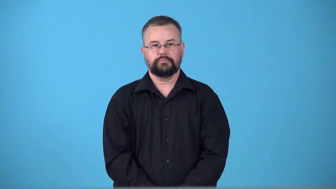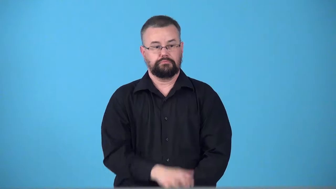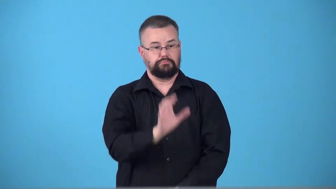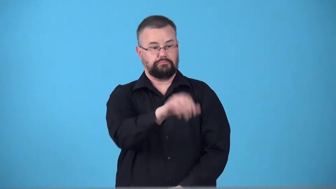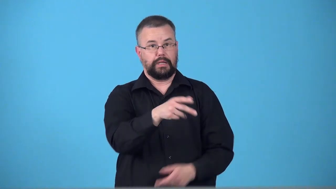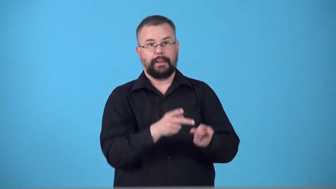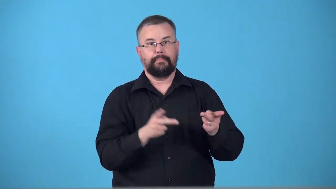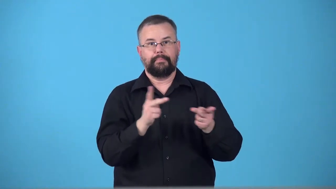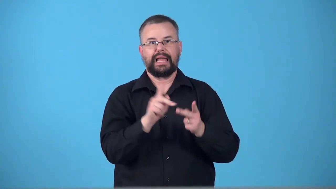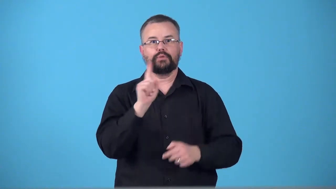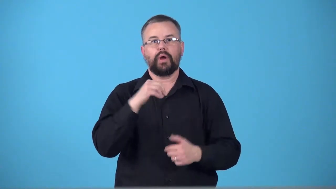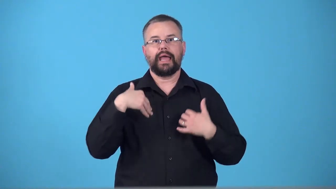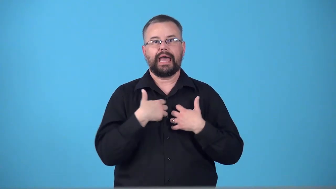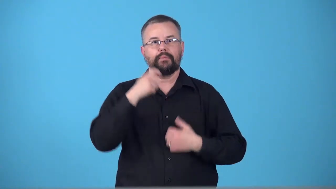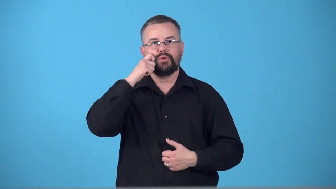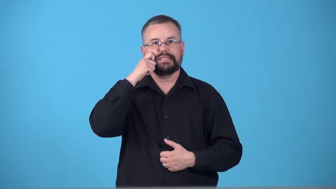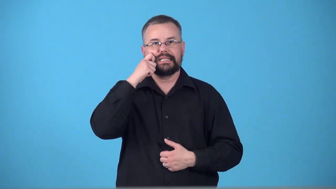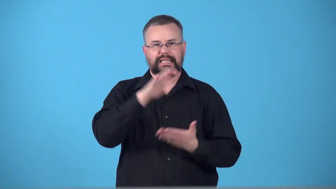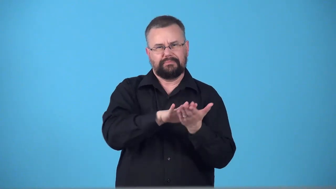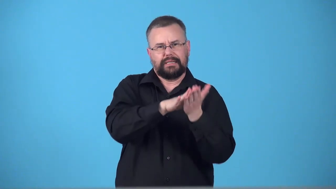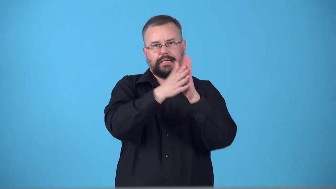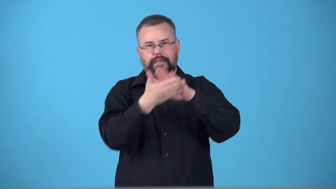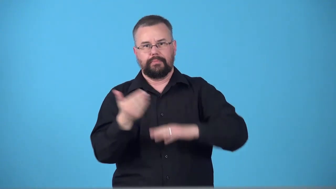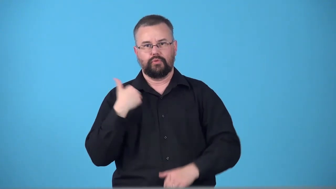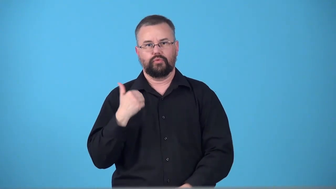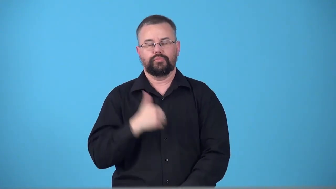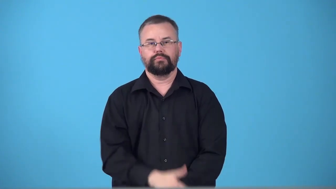tannery